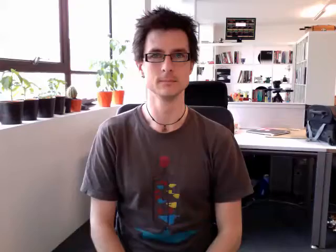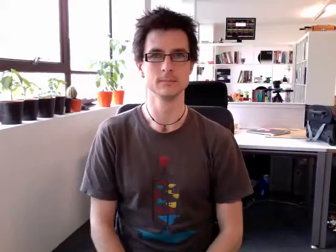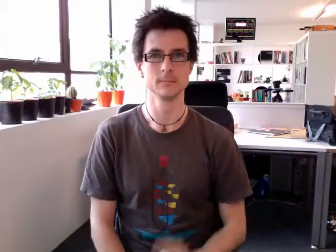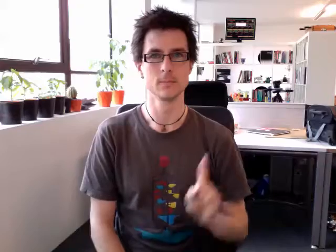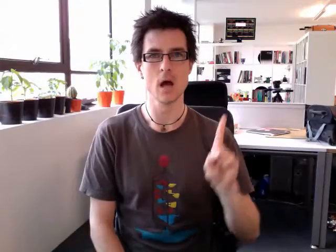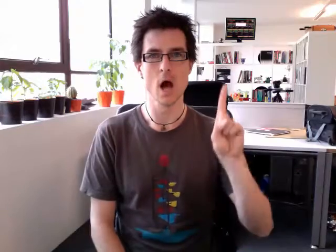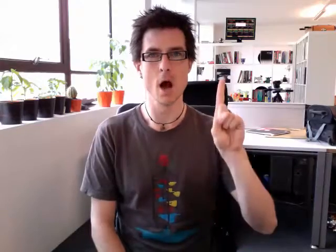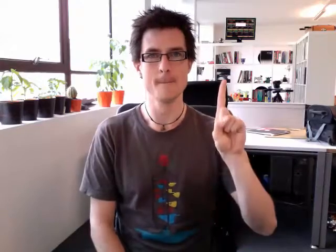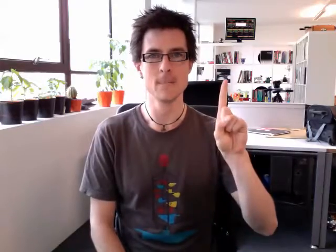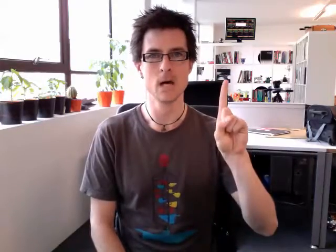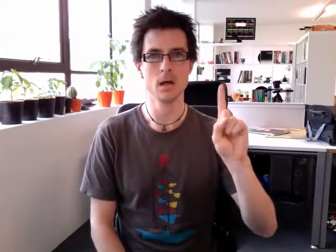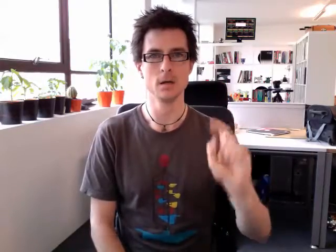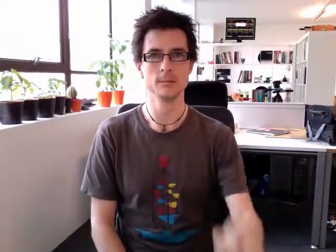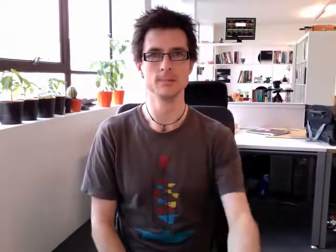up